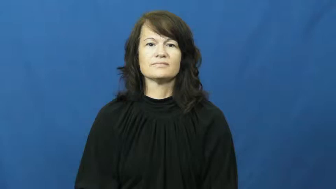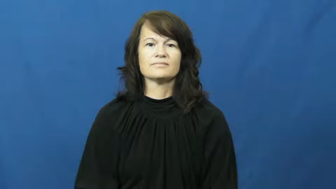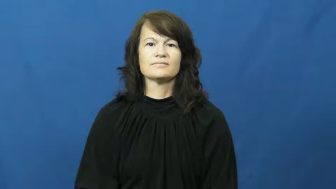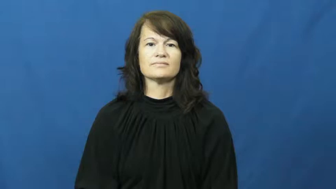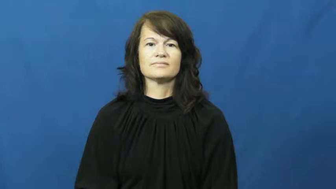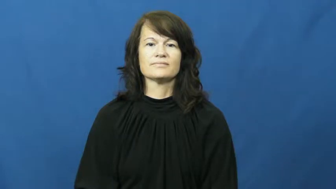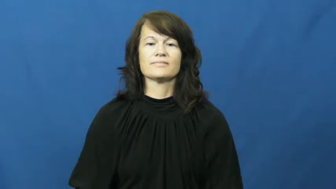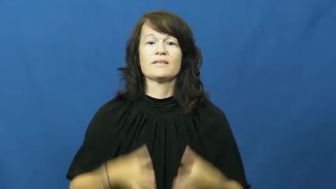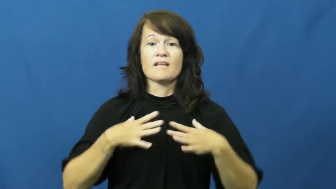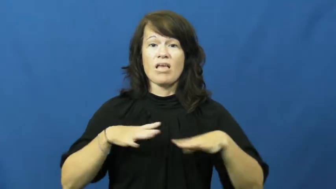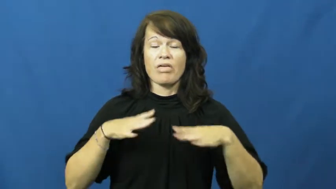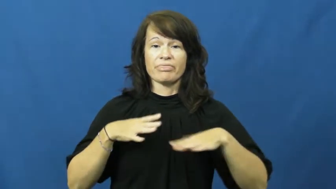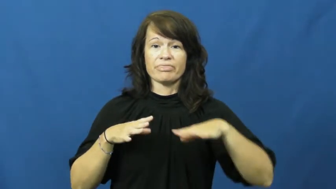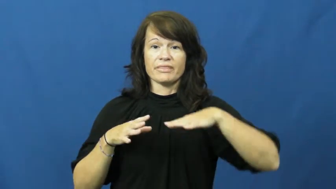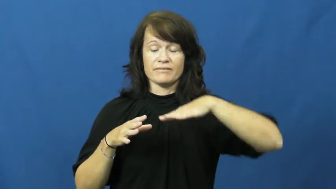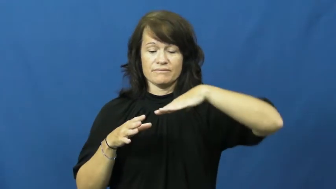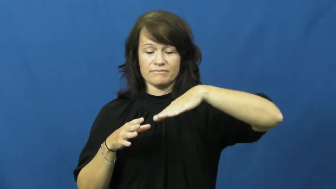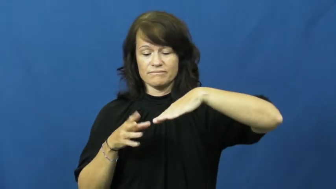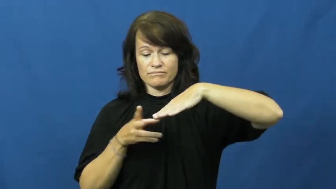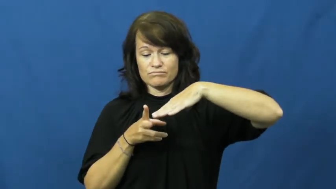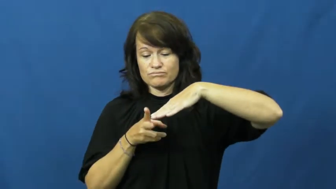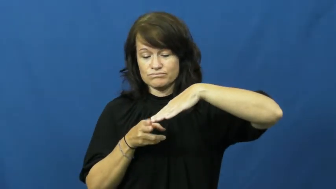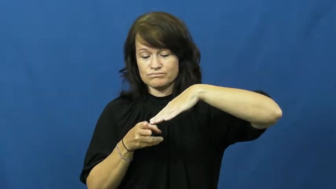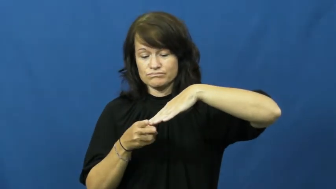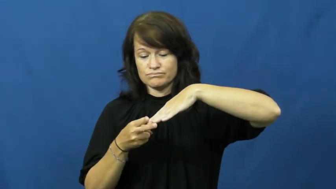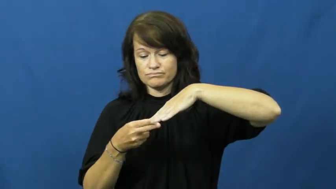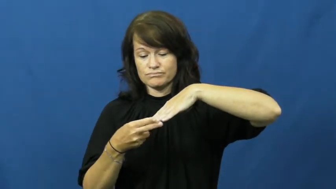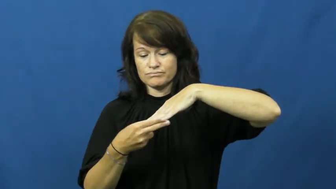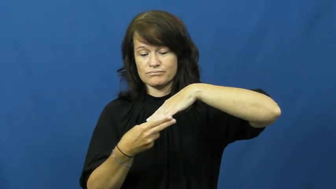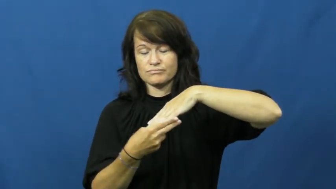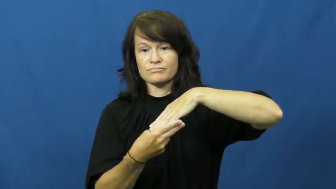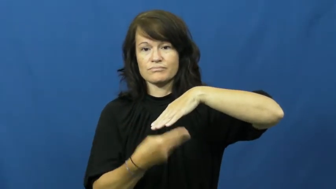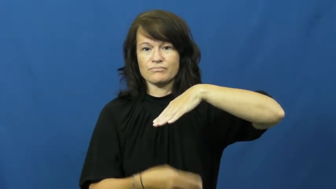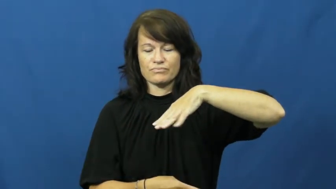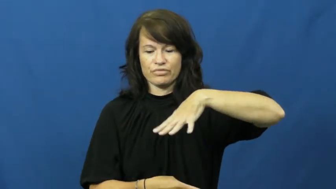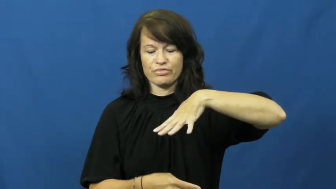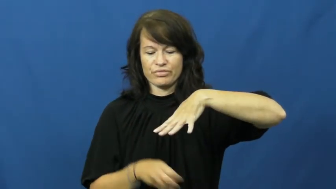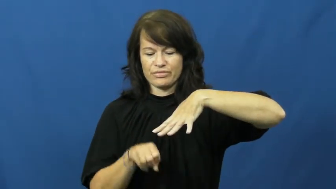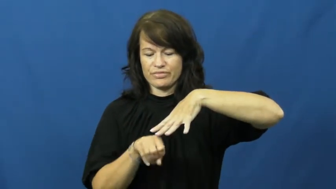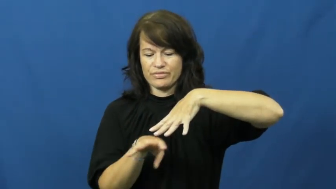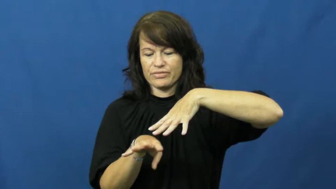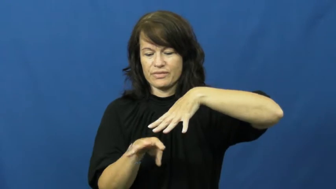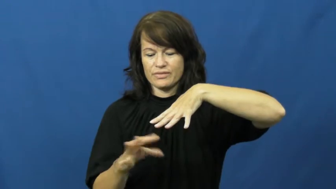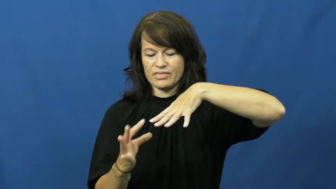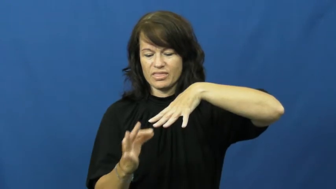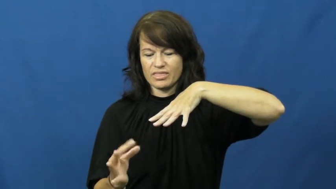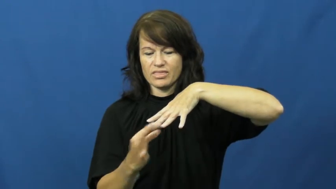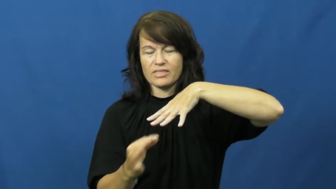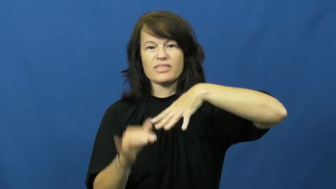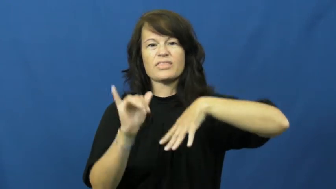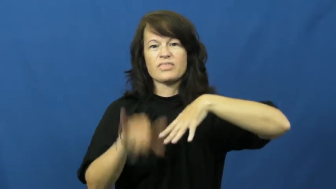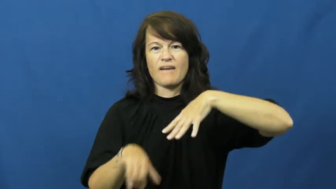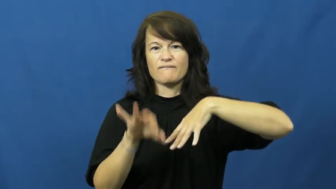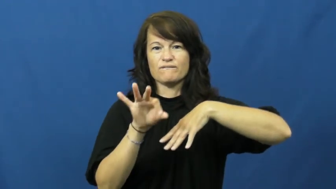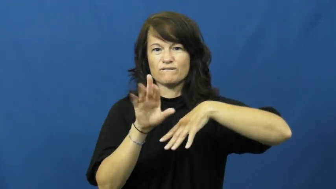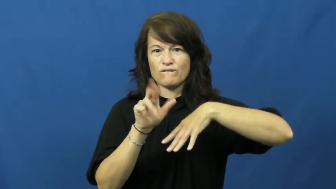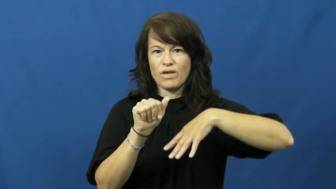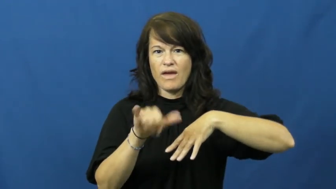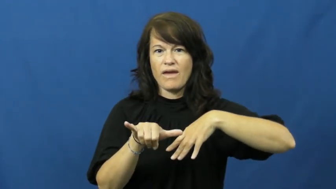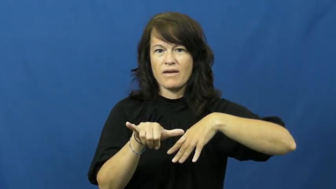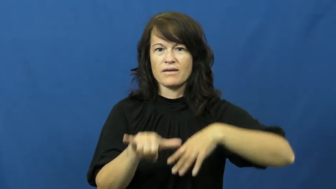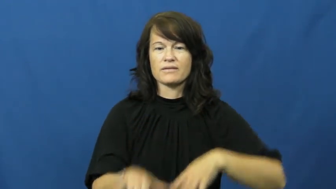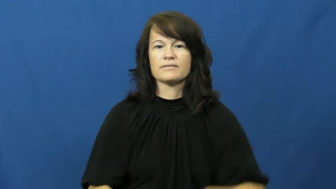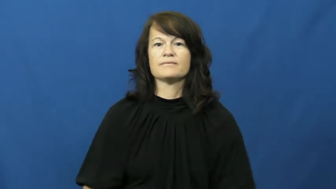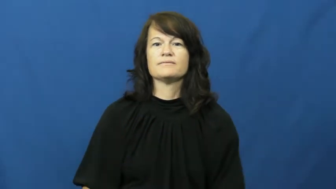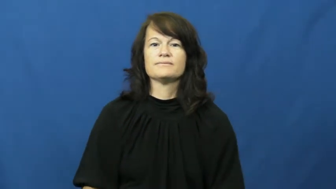fray